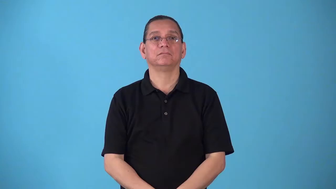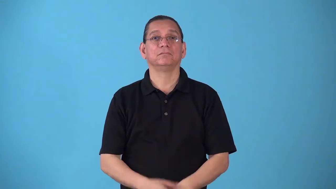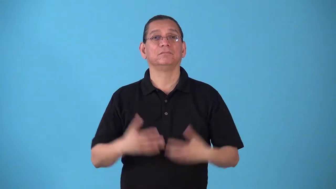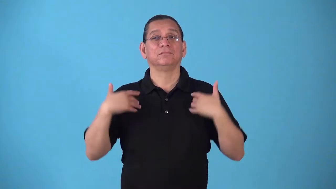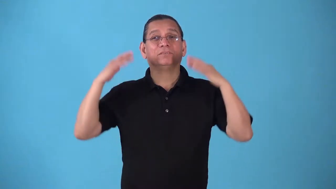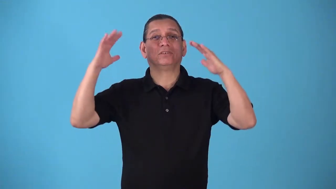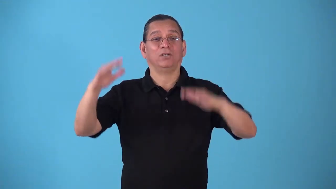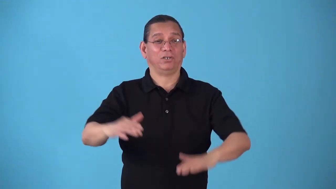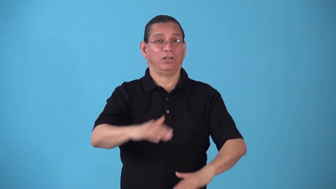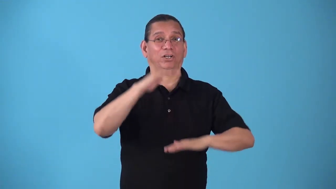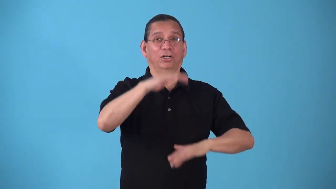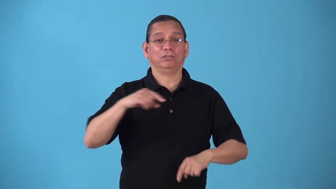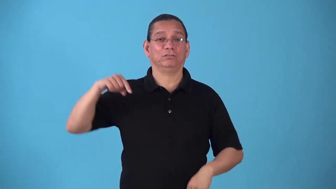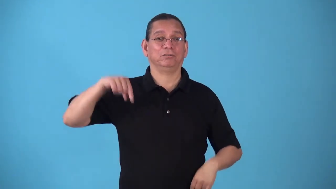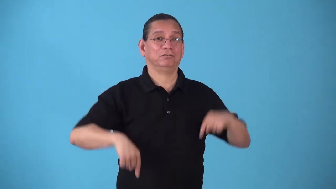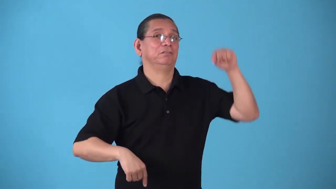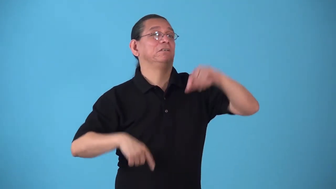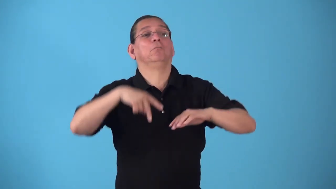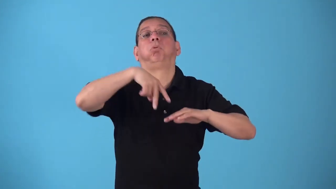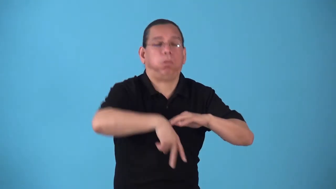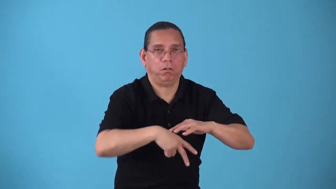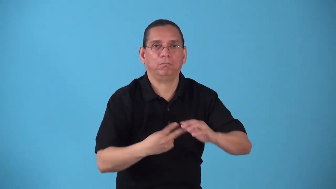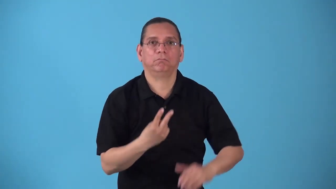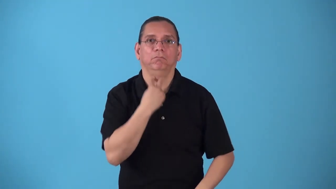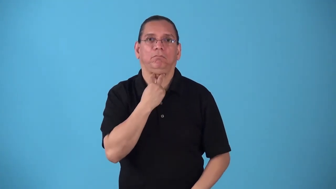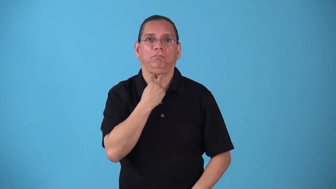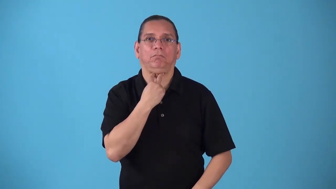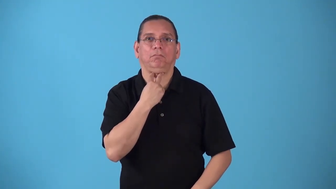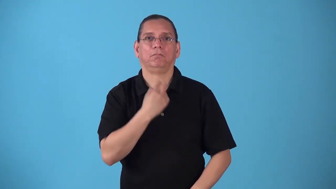snowbound